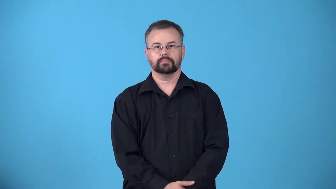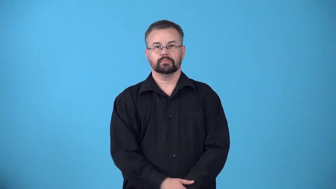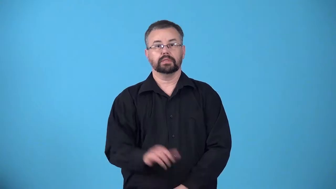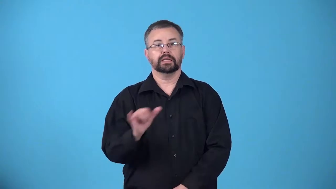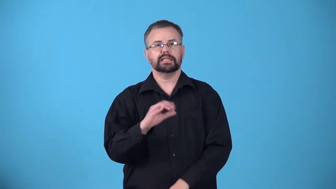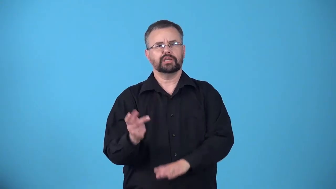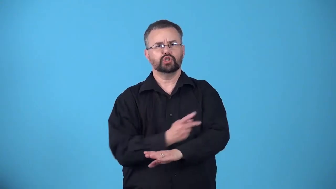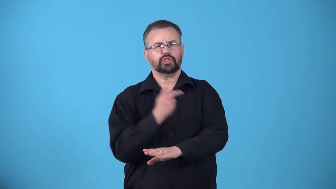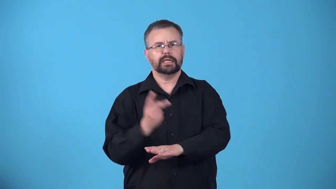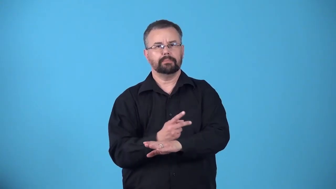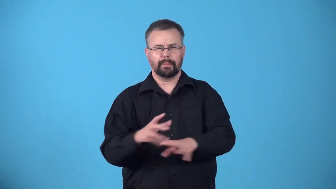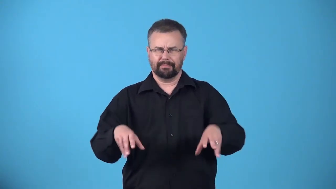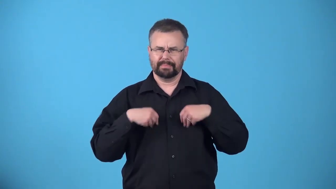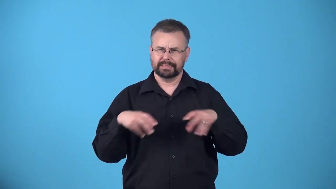sheeplike